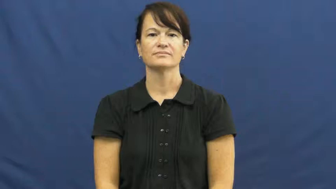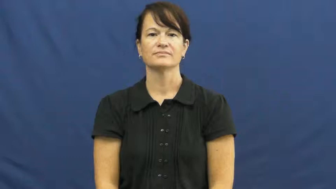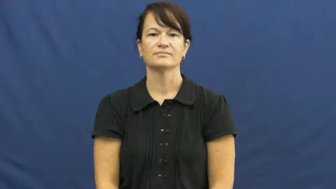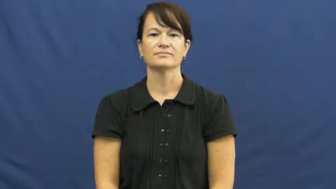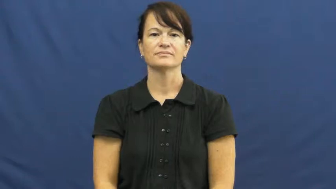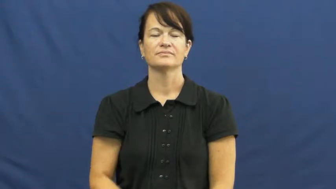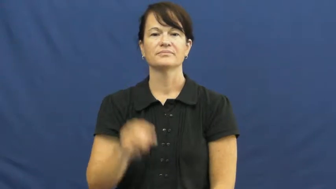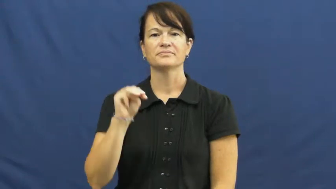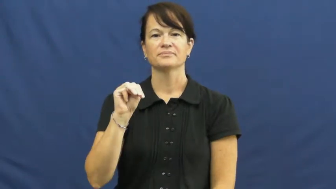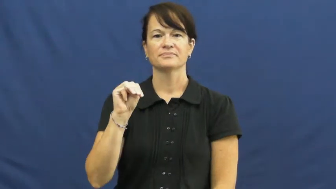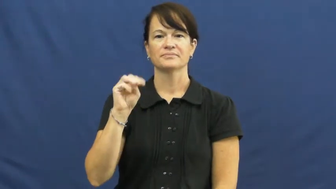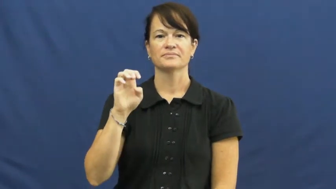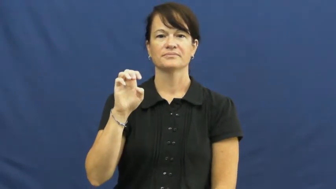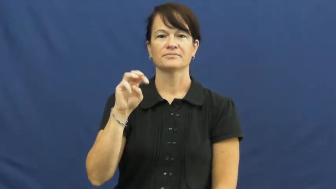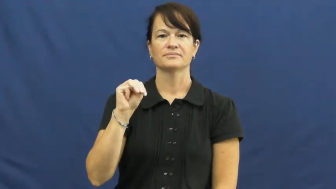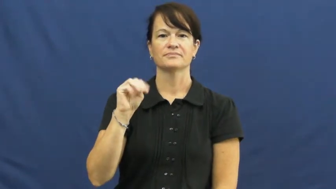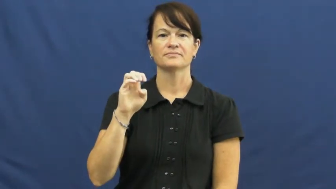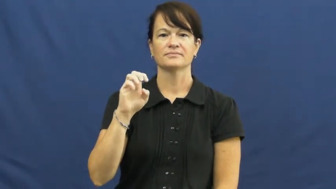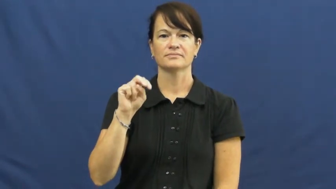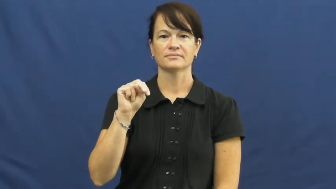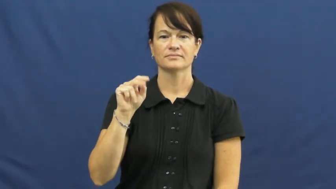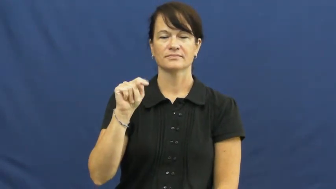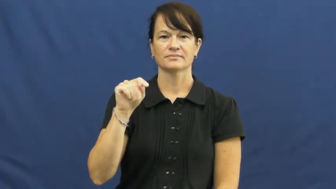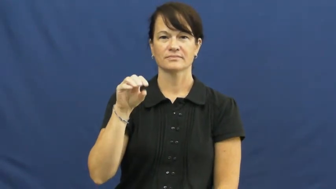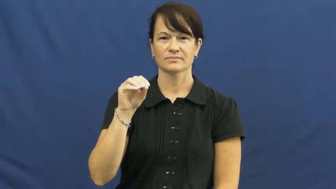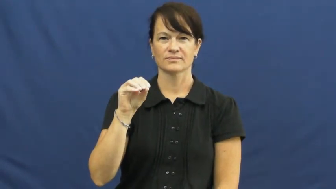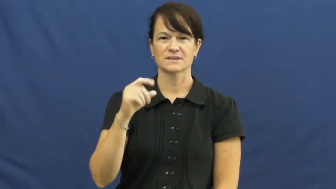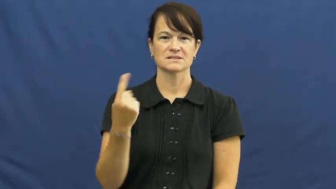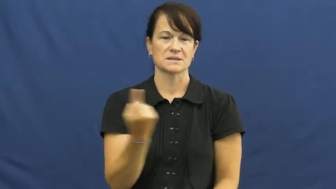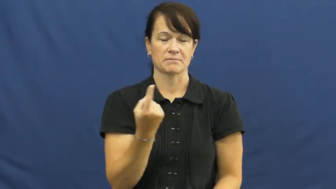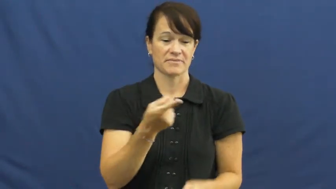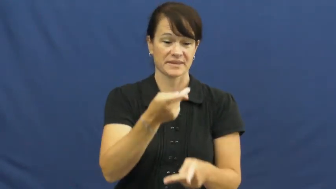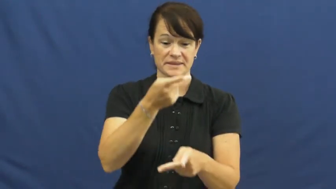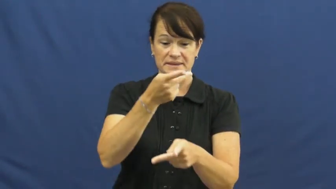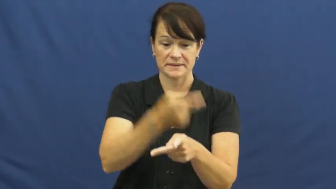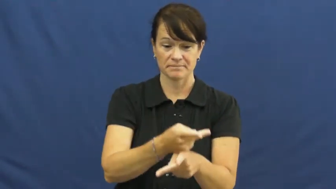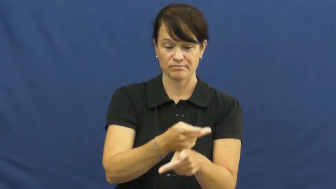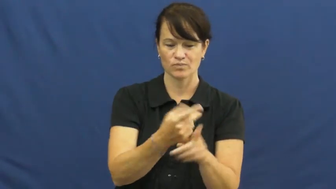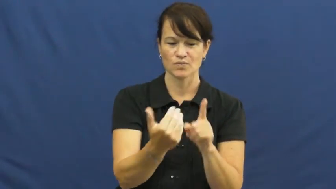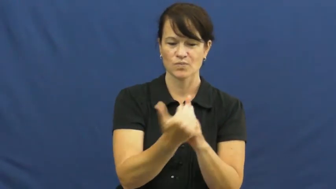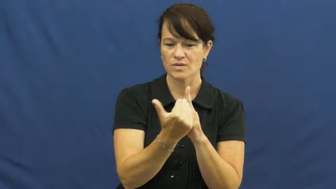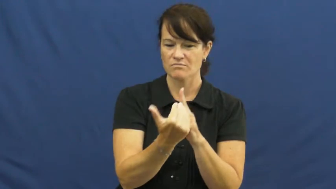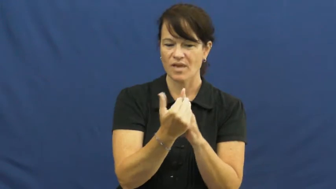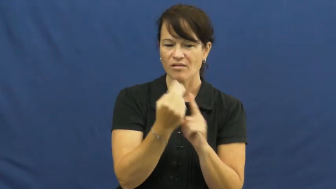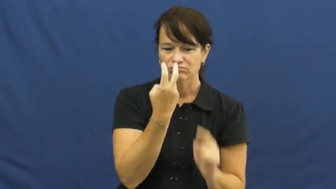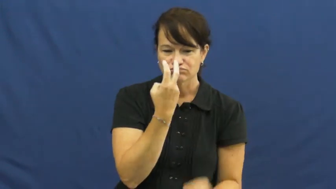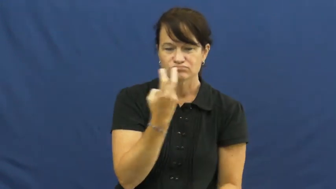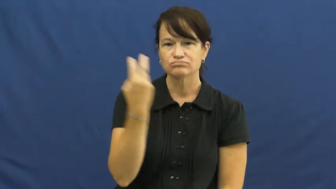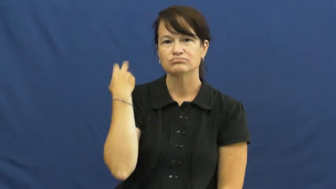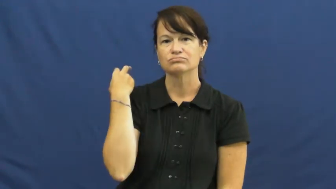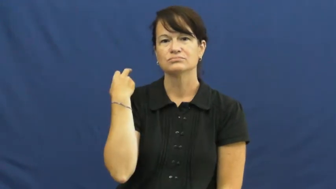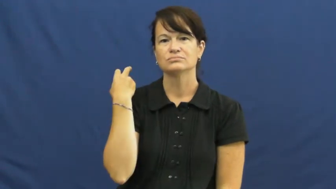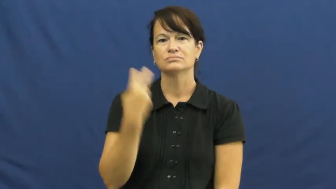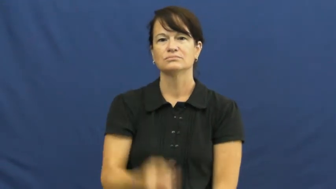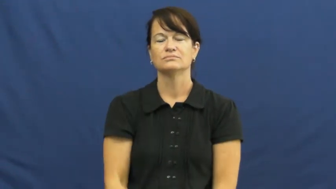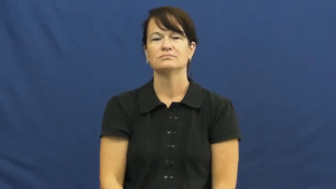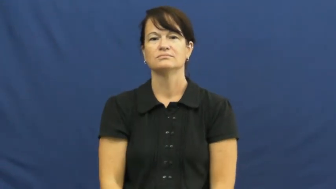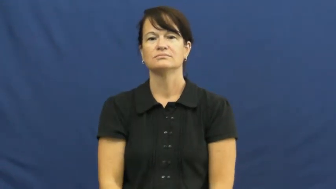memento